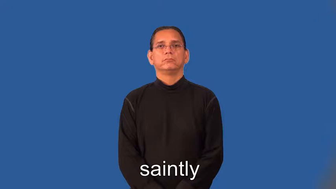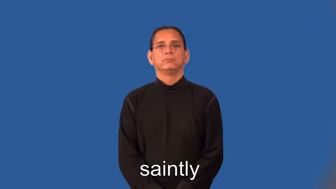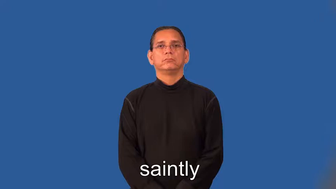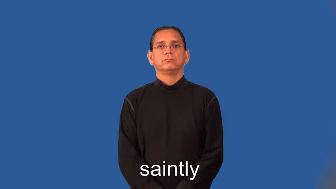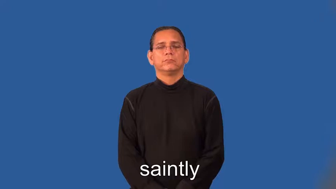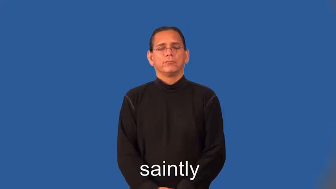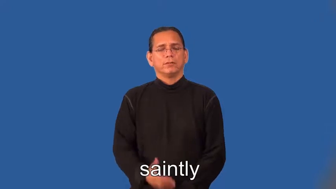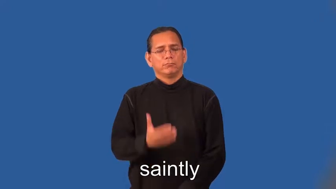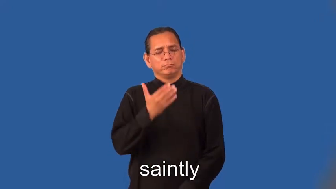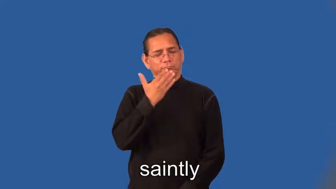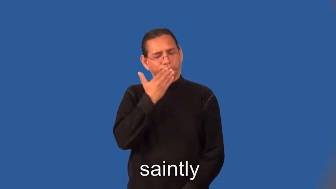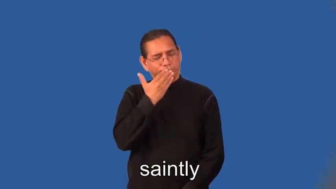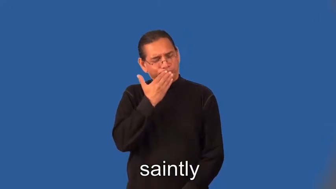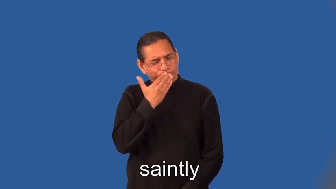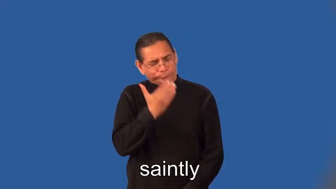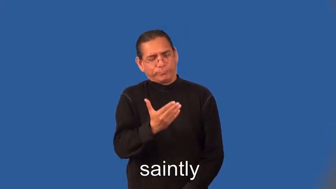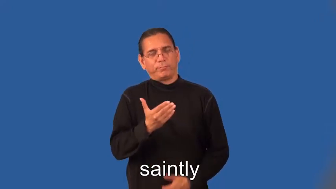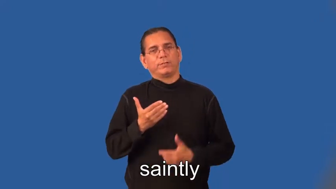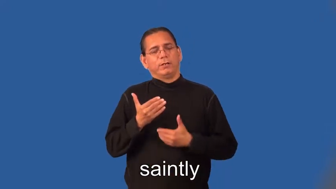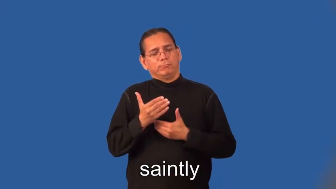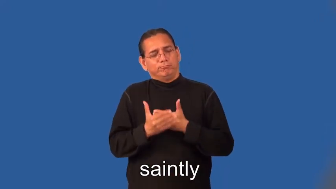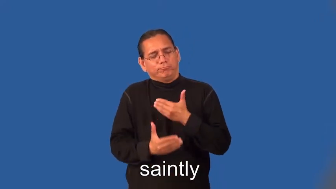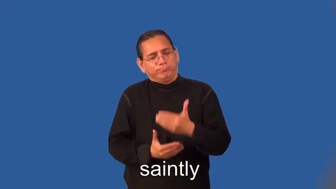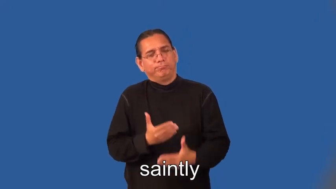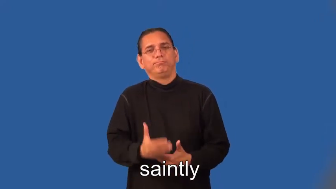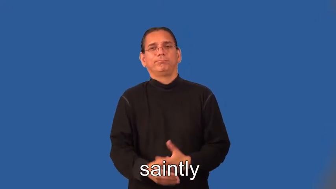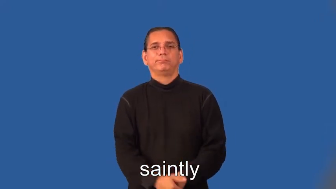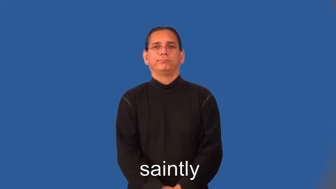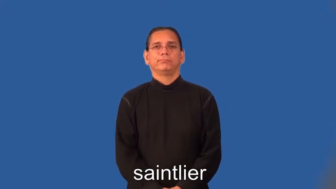saintly